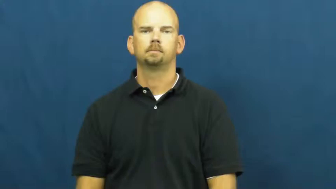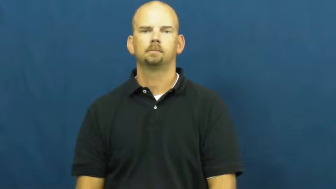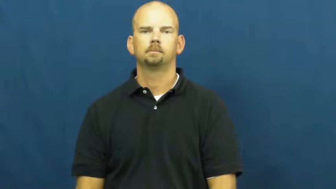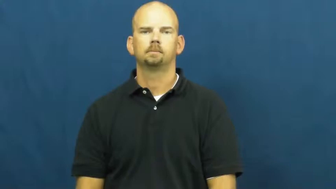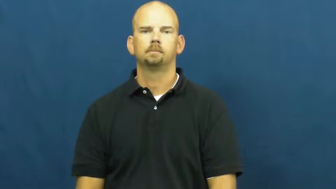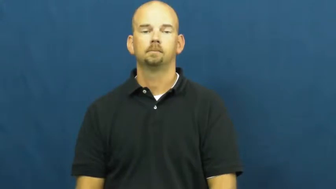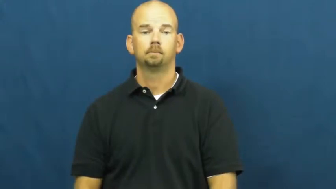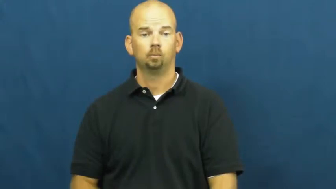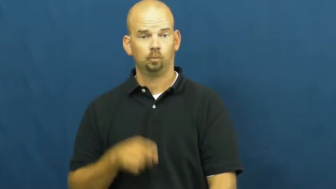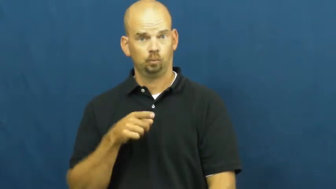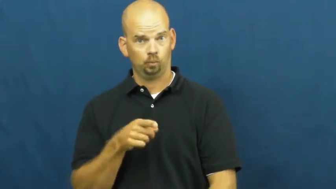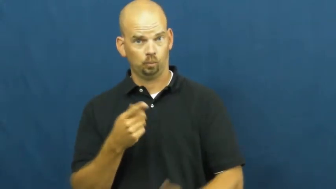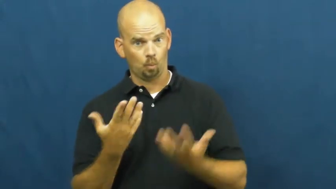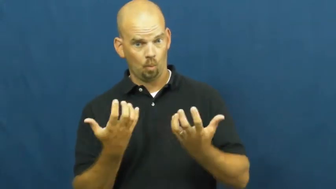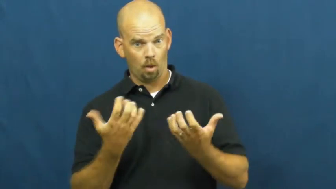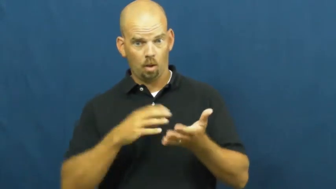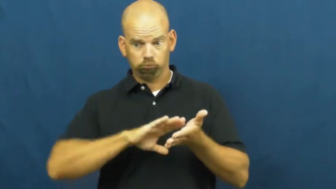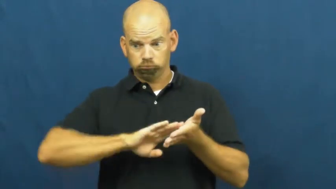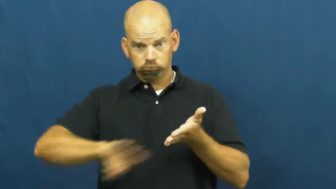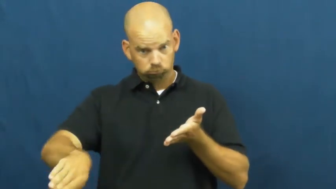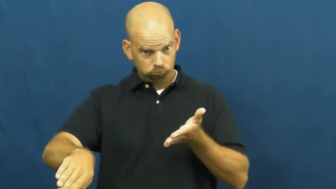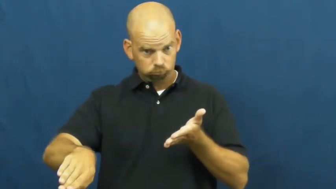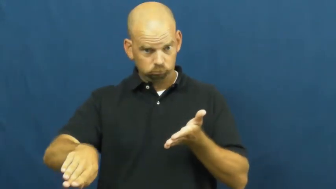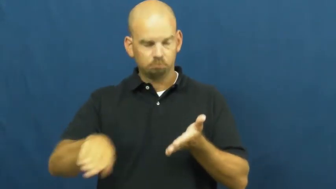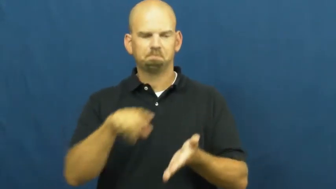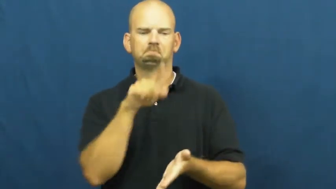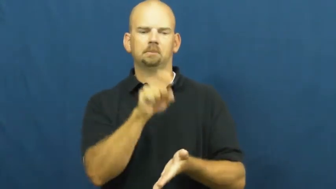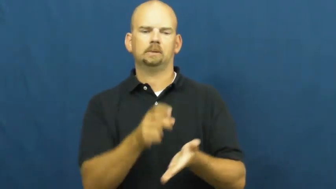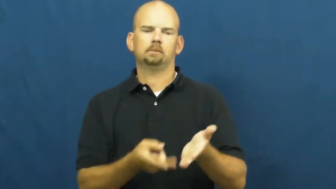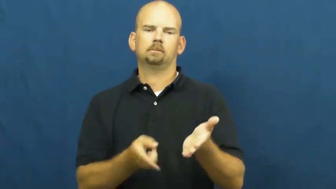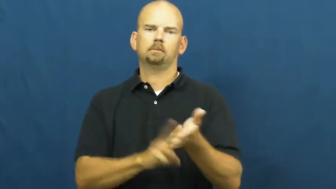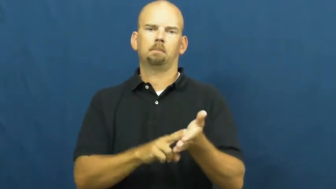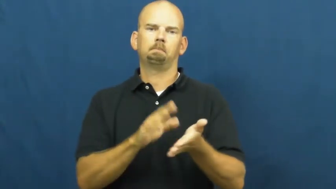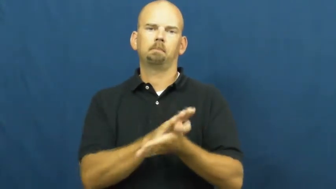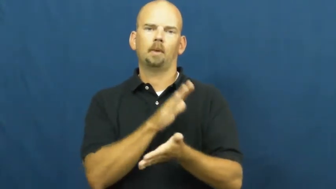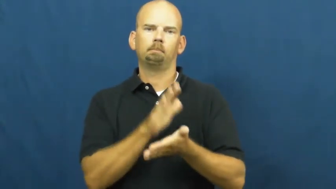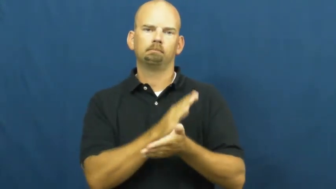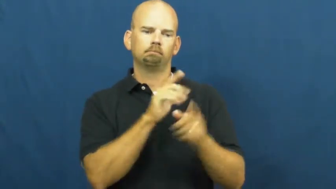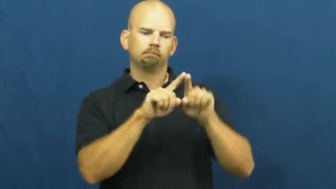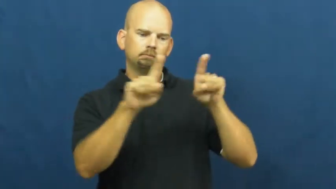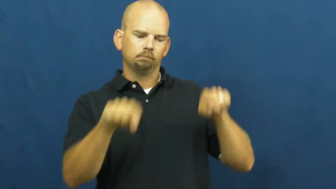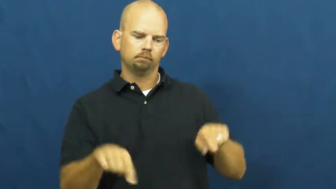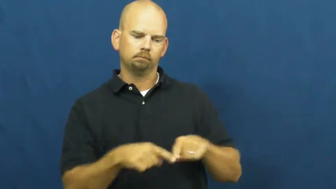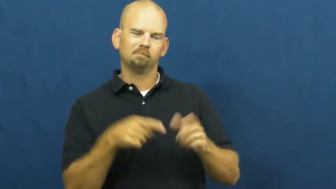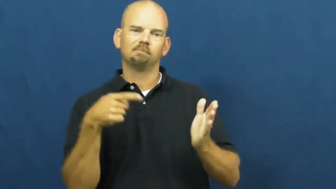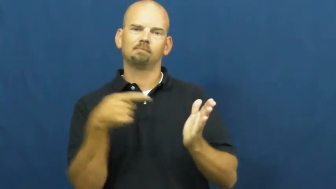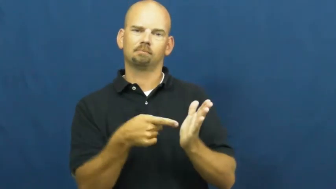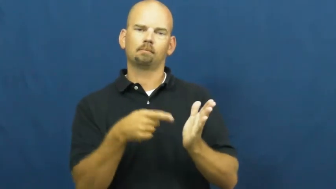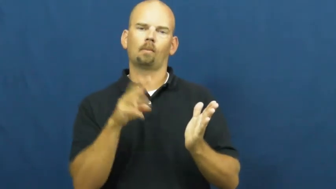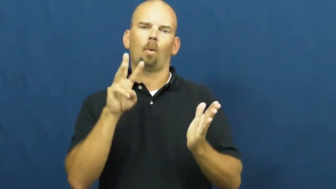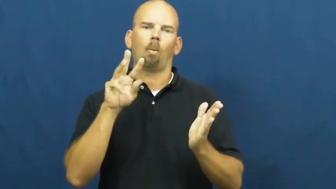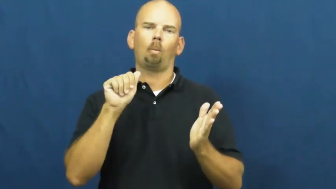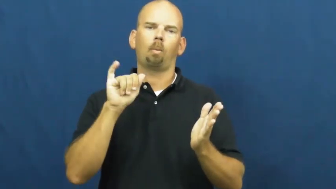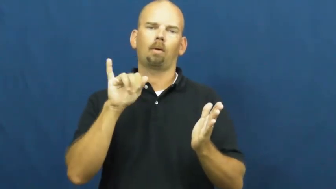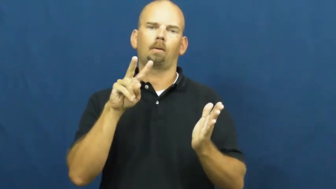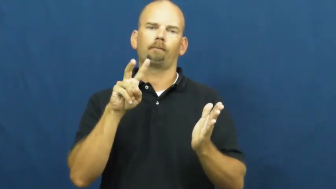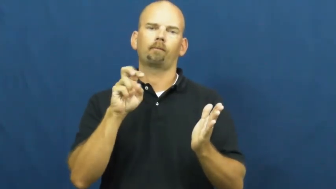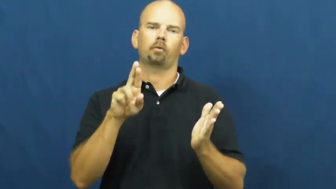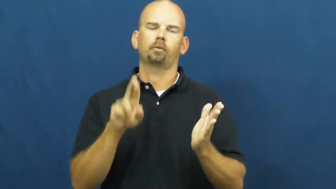waiver